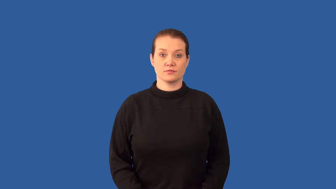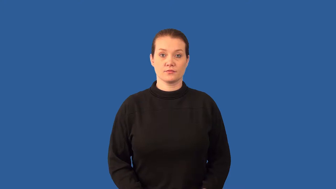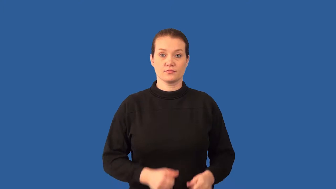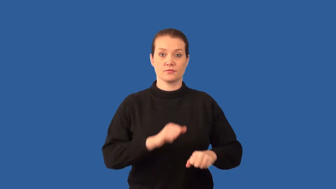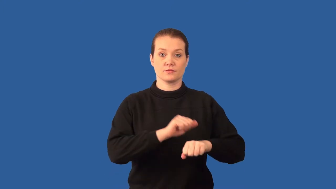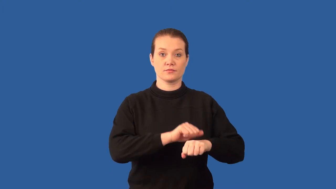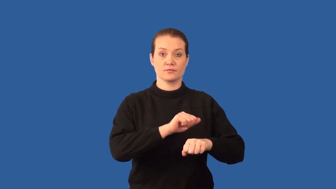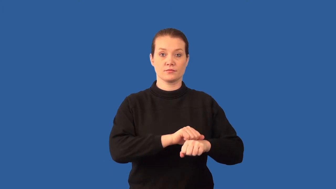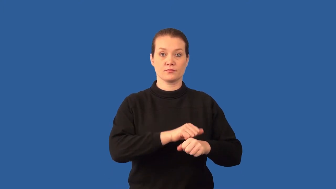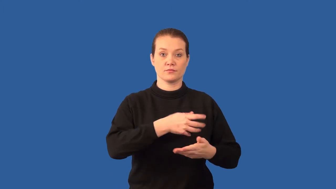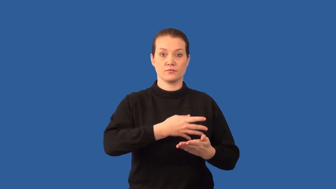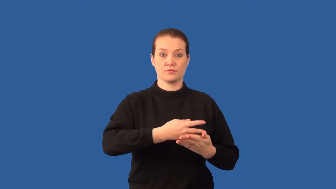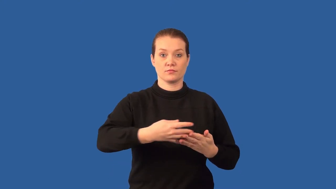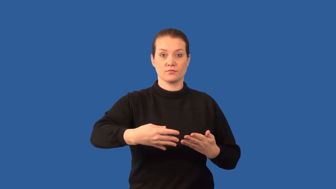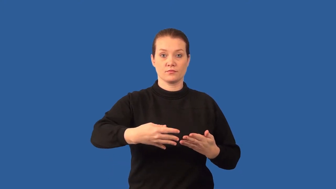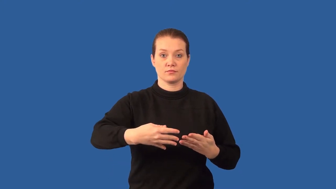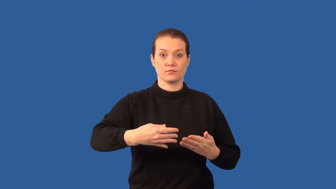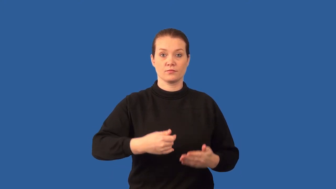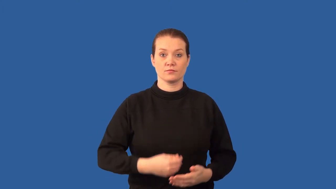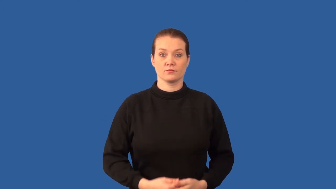foliated-rock